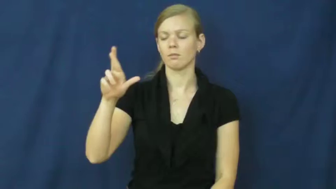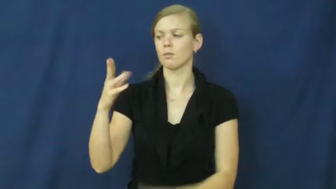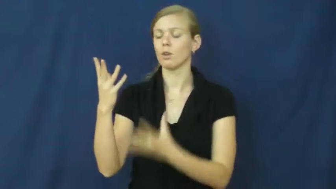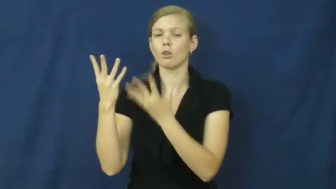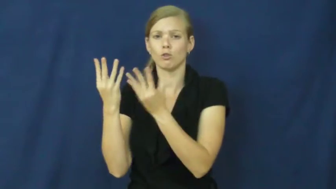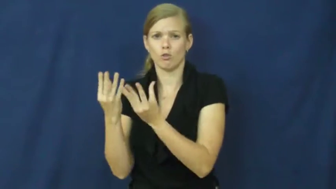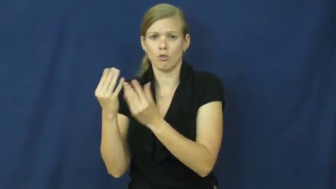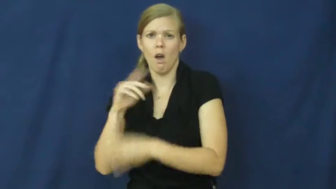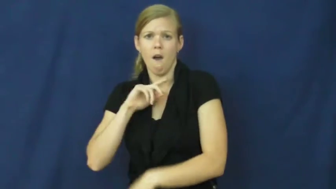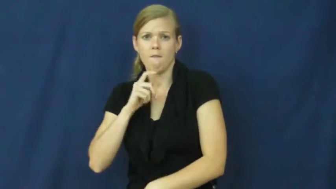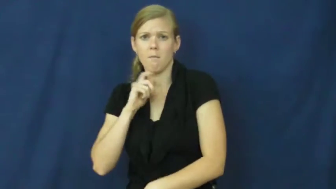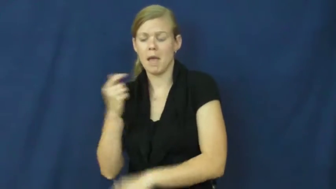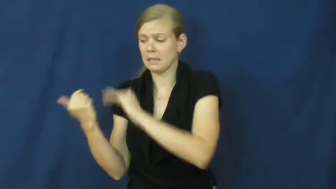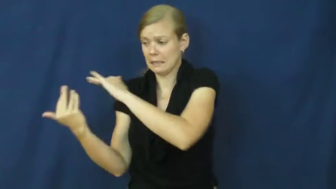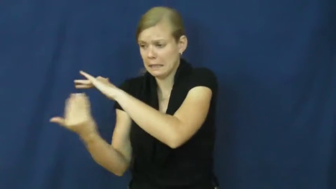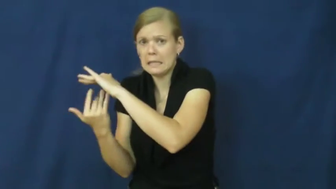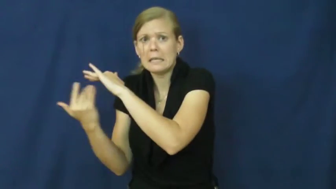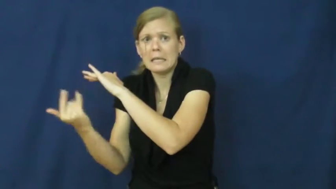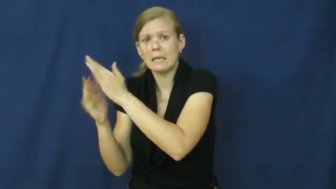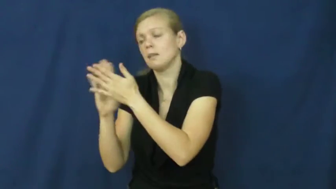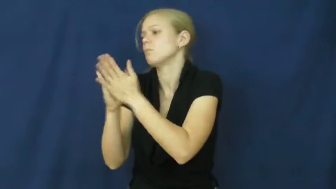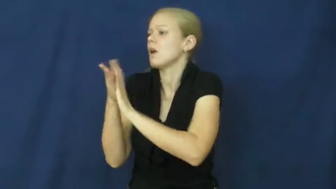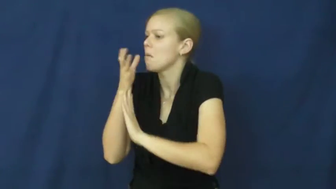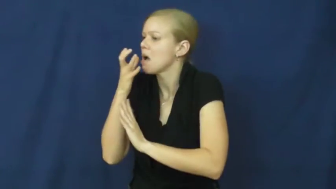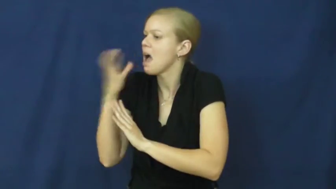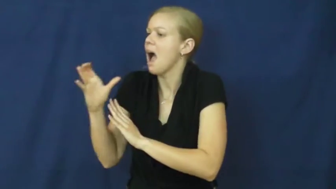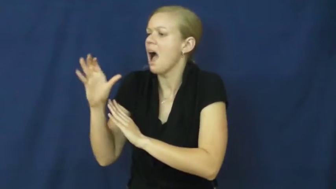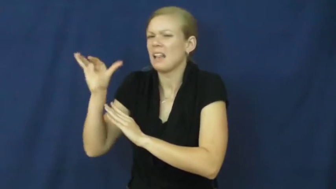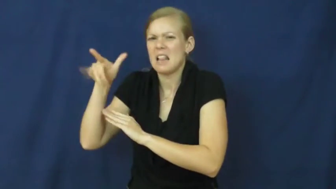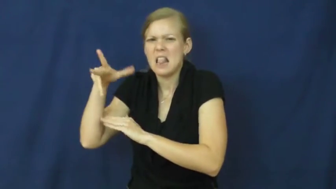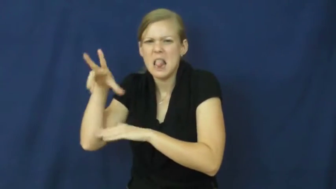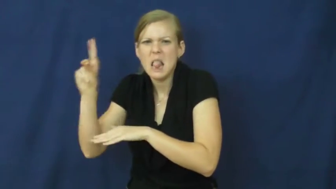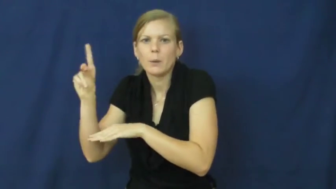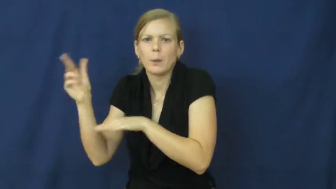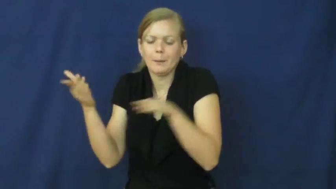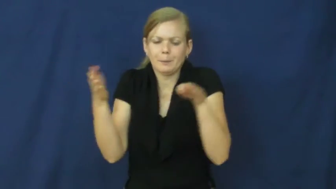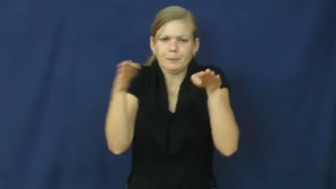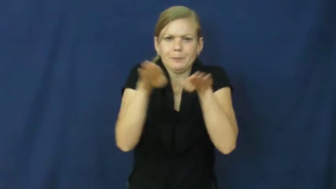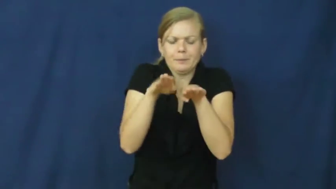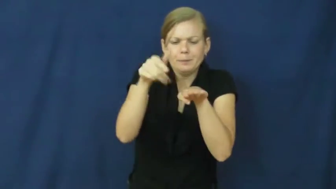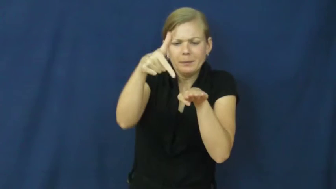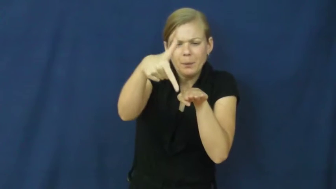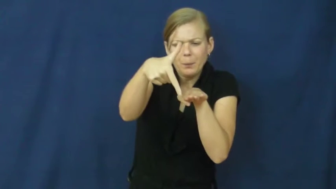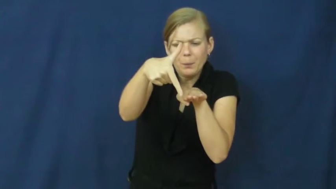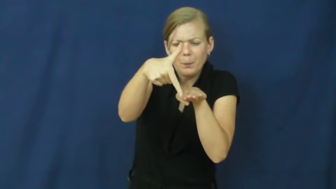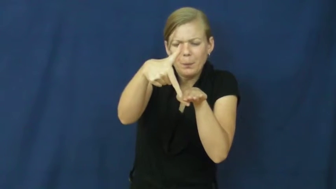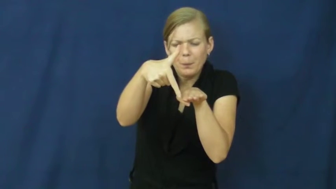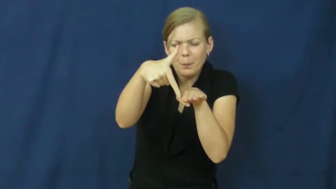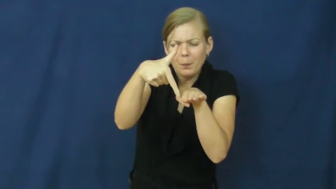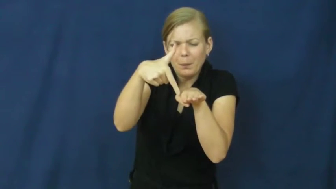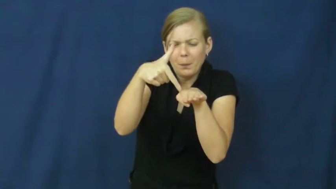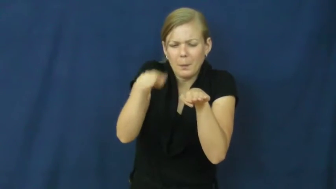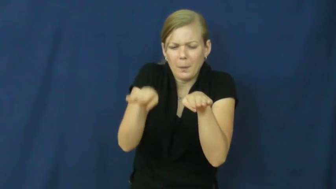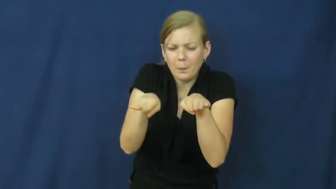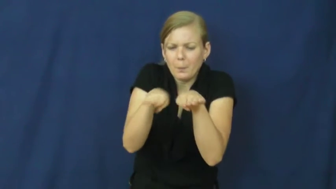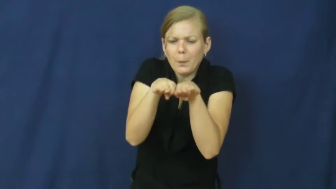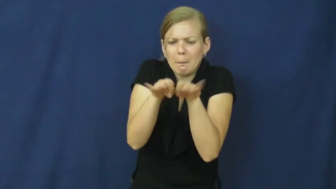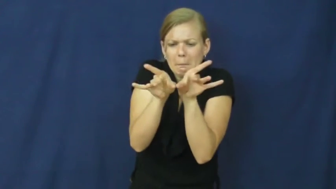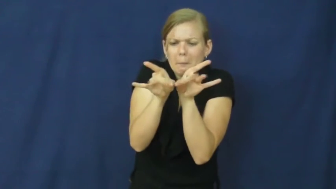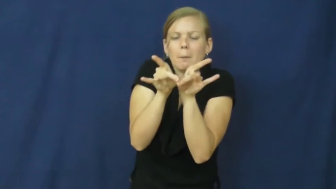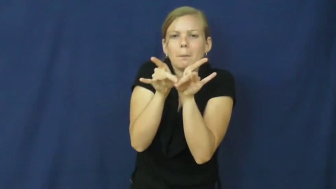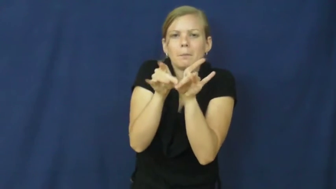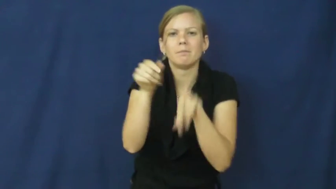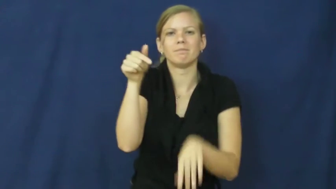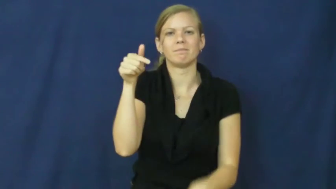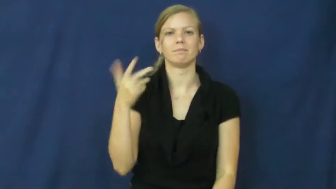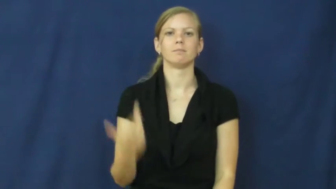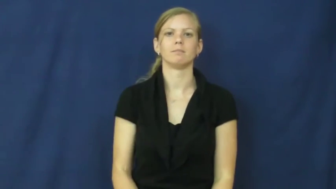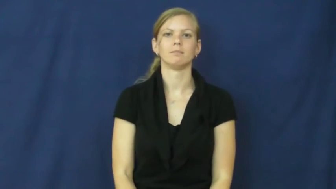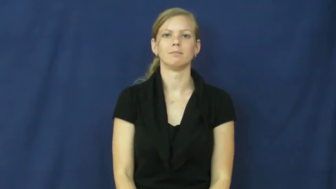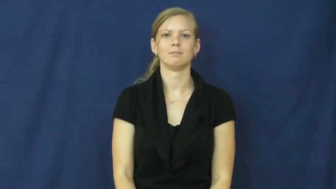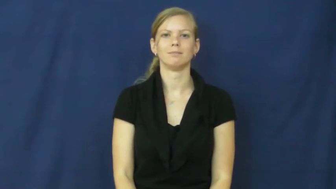braze